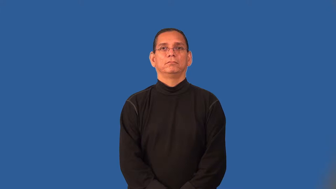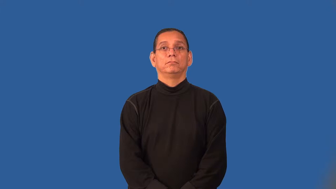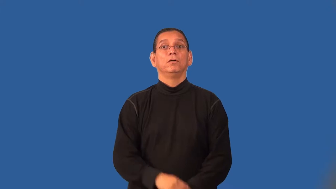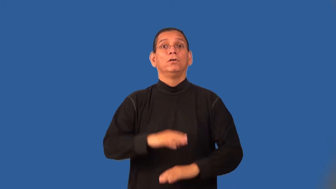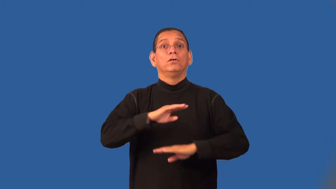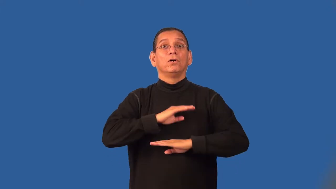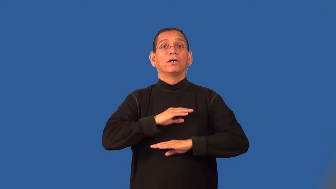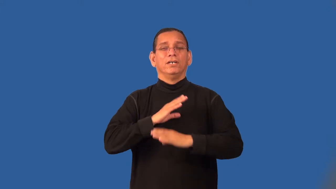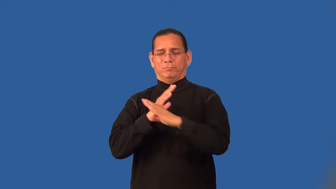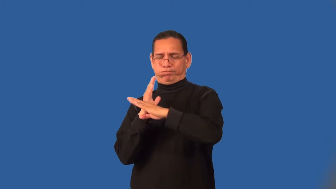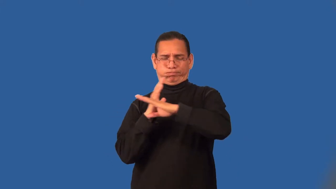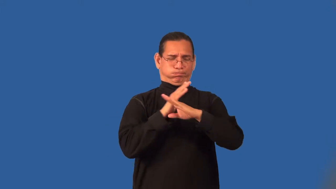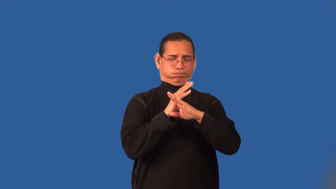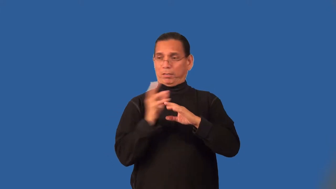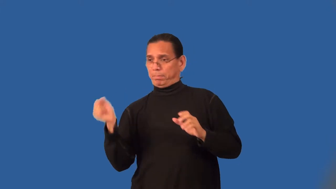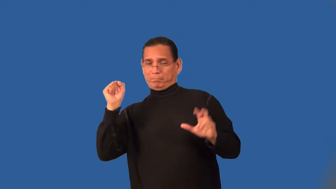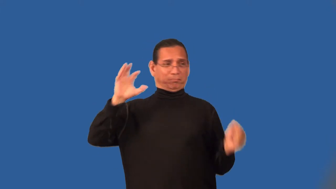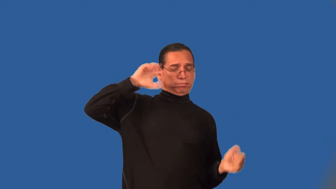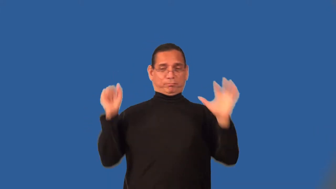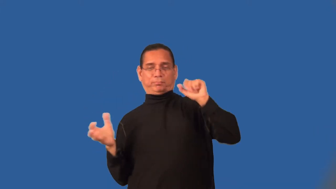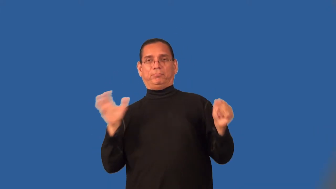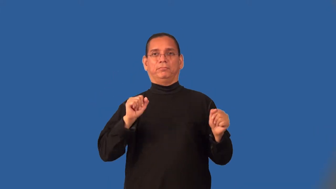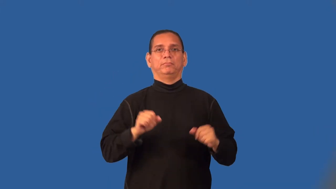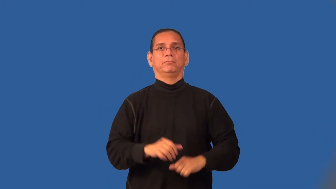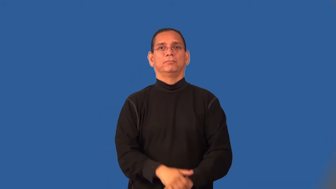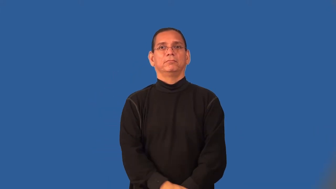save-hockey